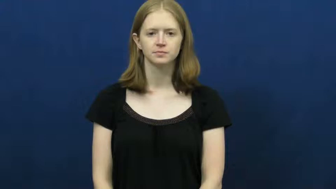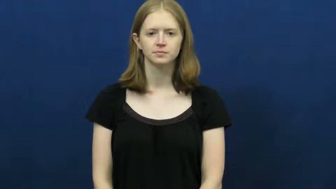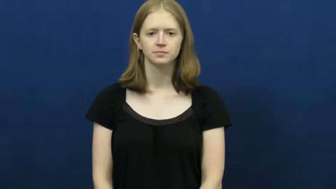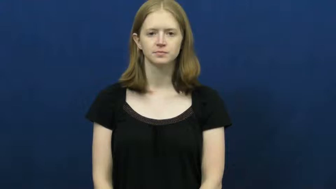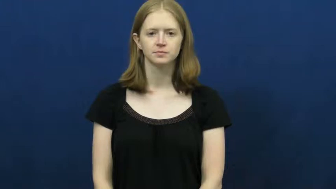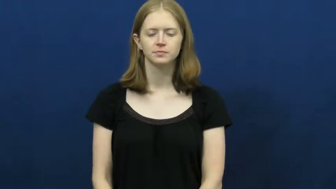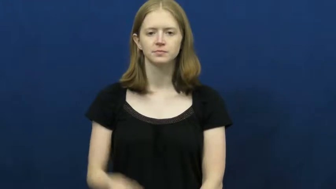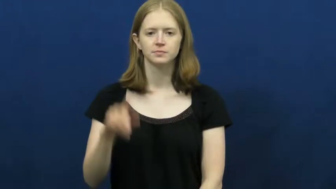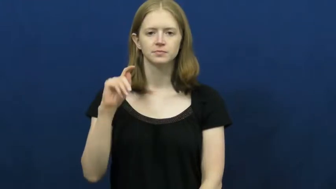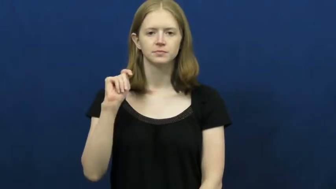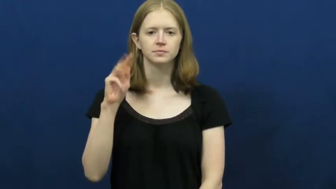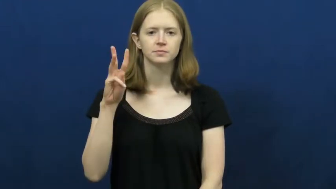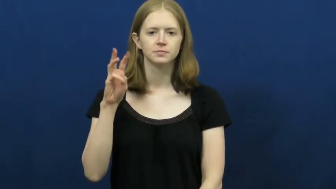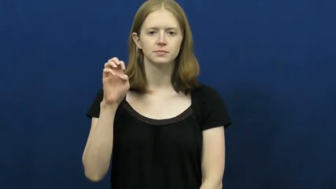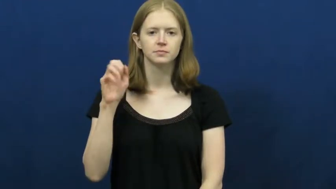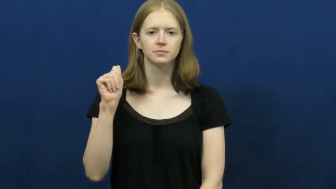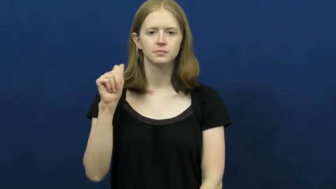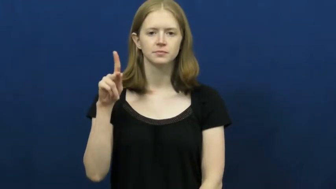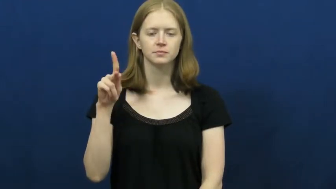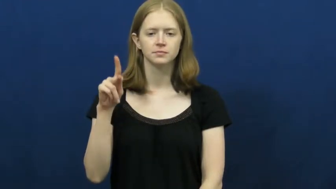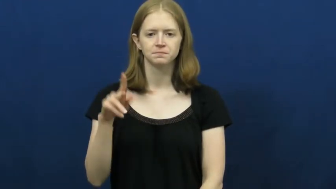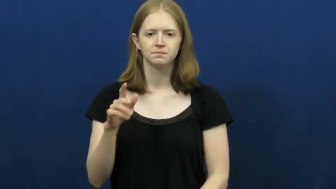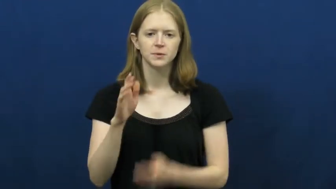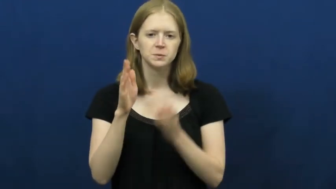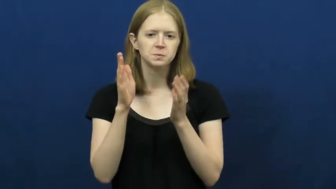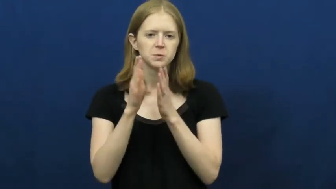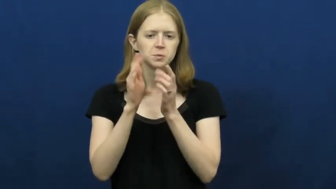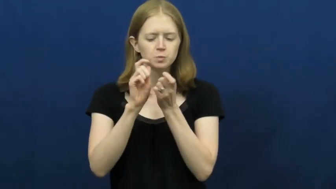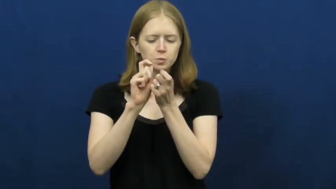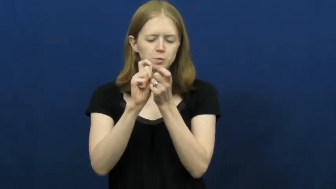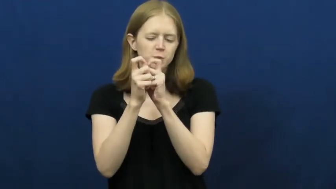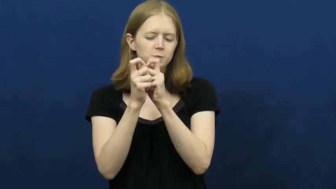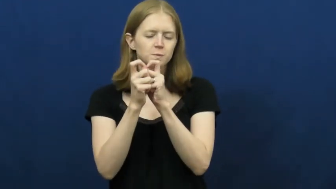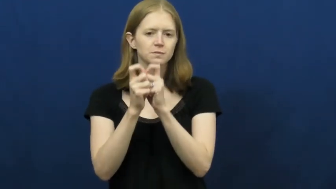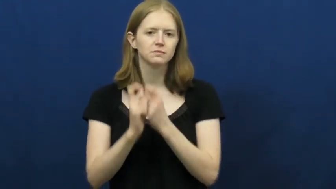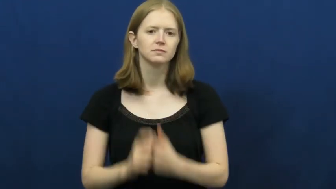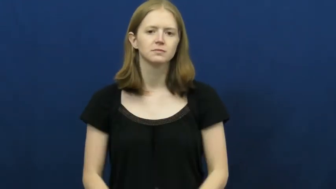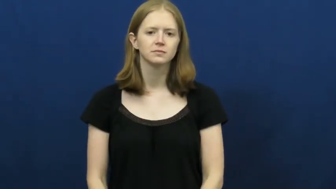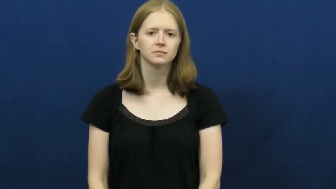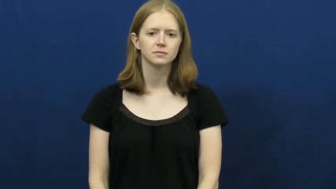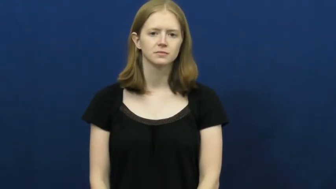tweak